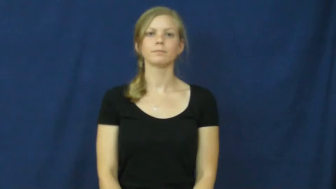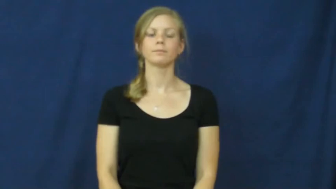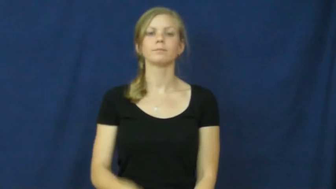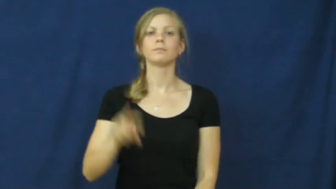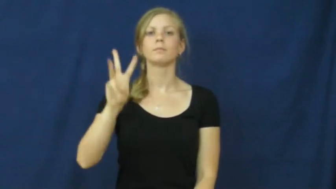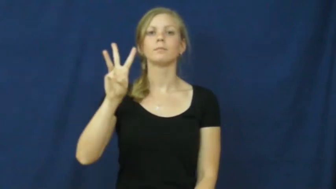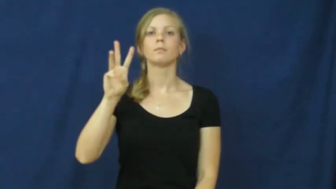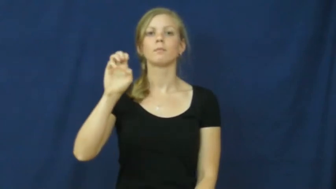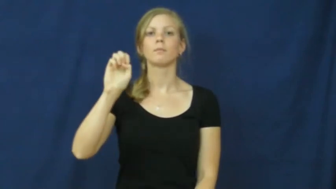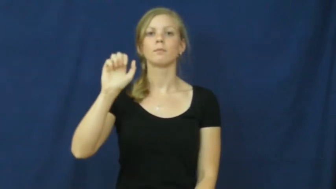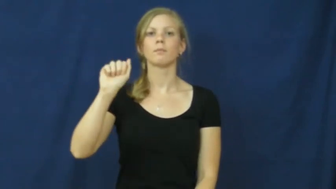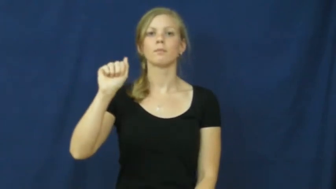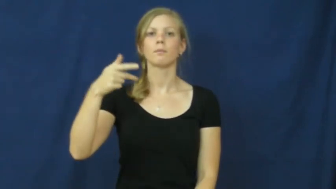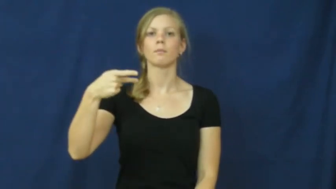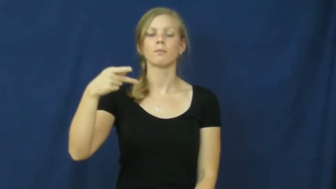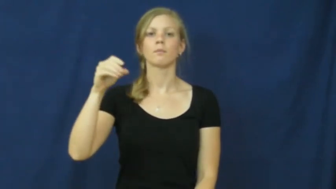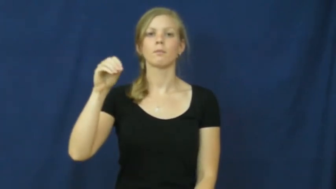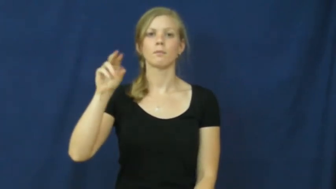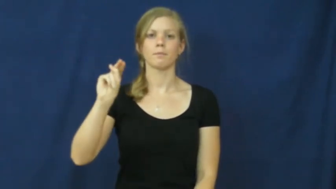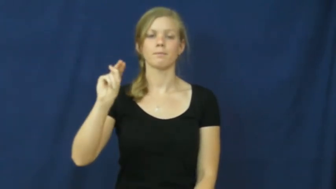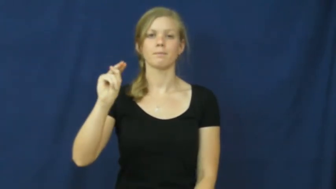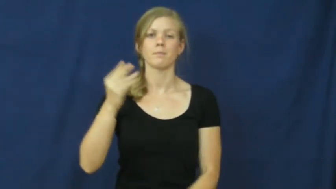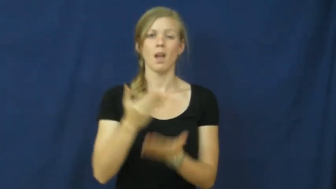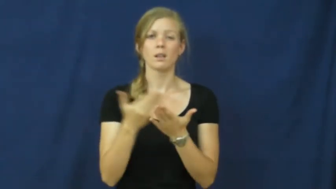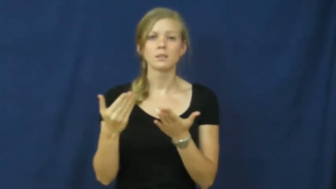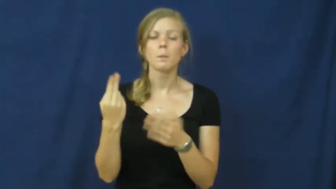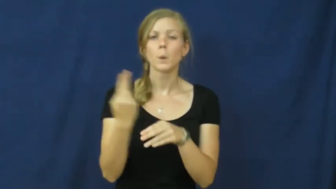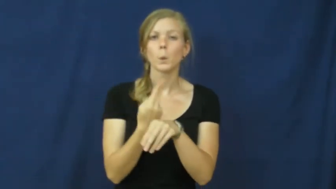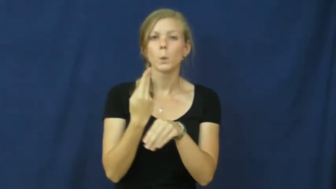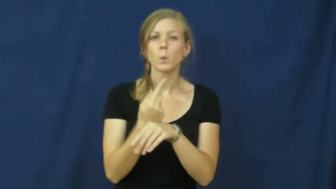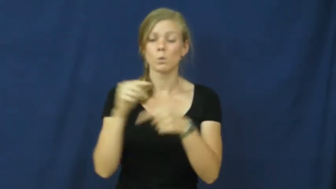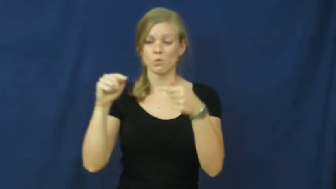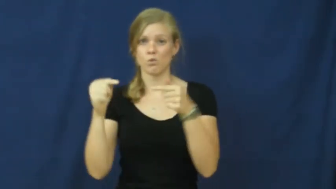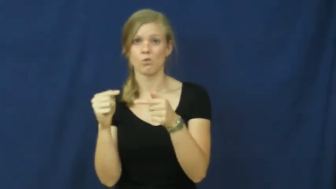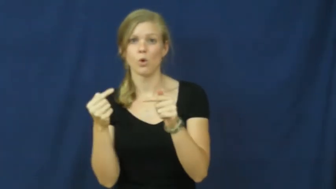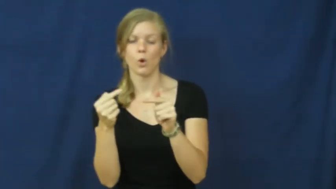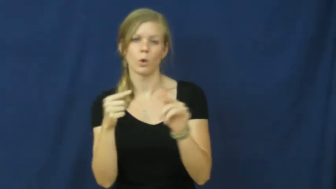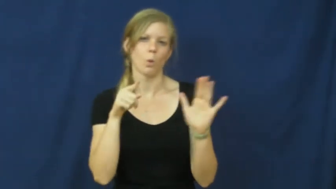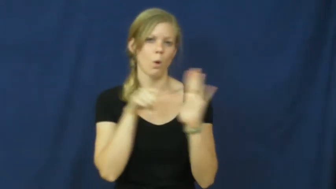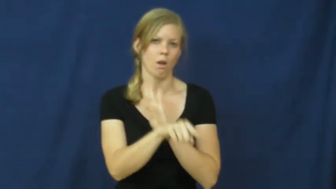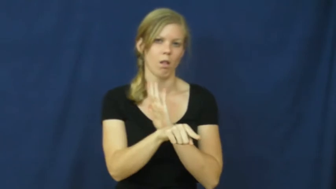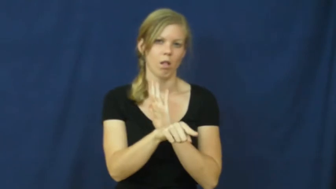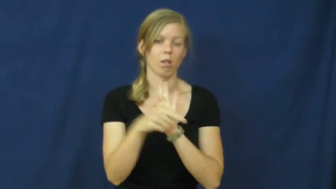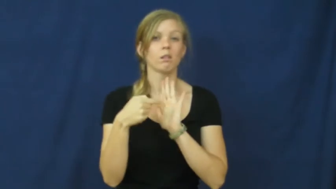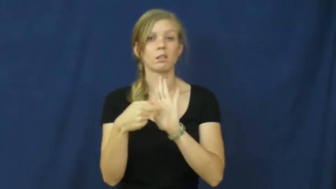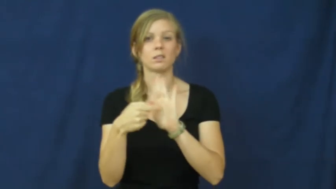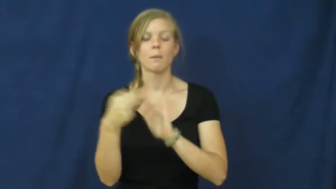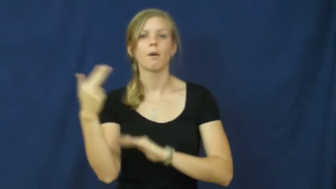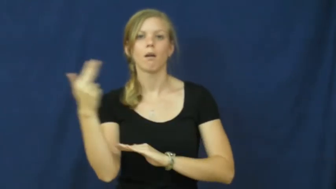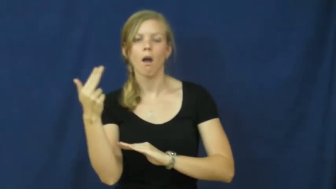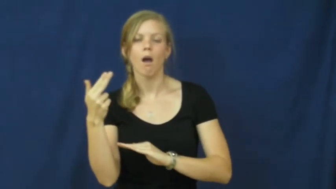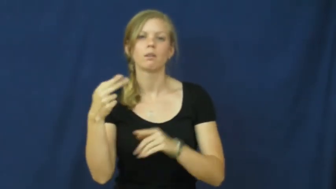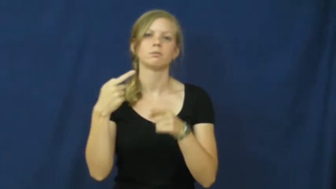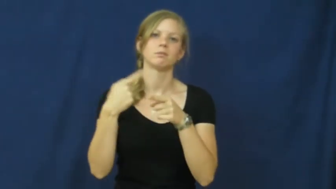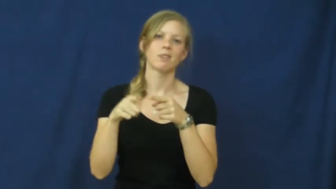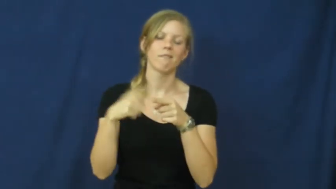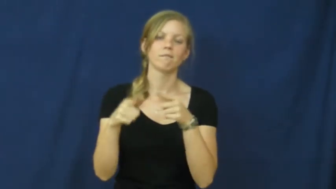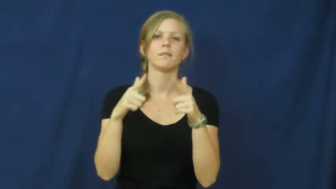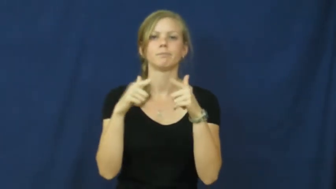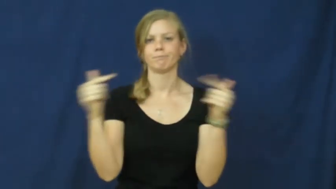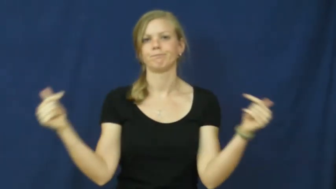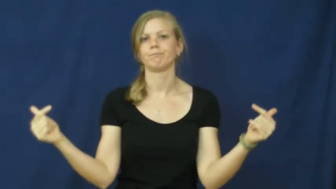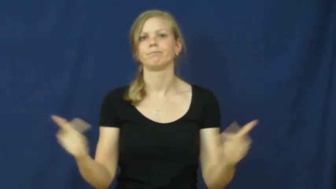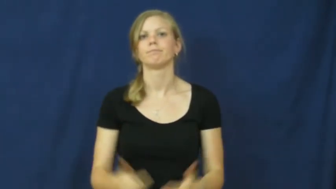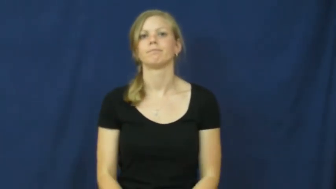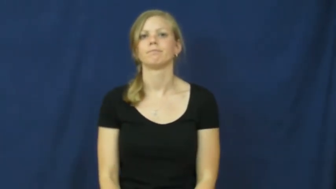weapon